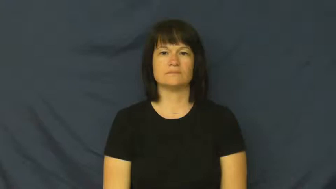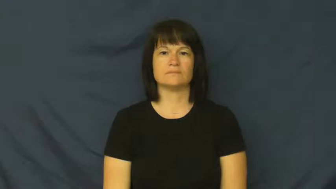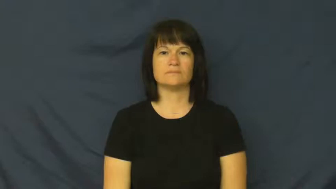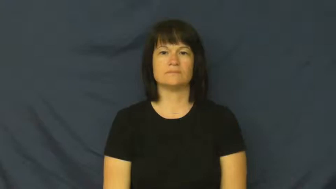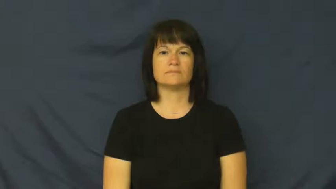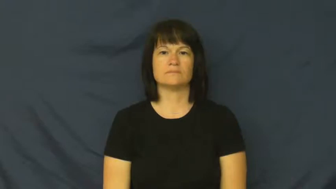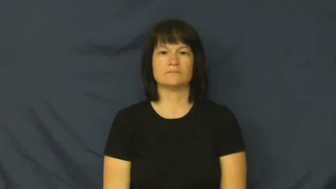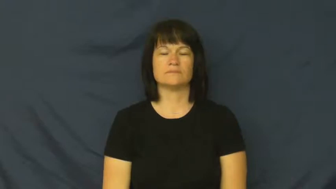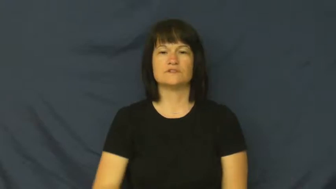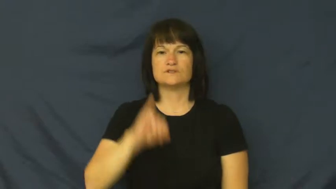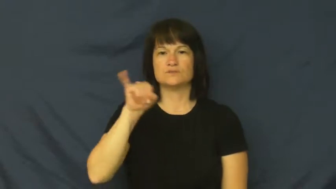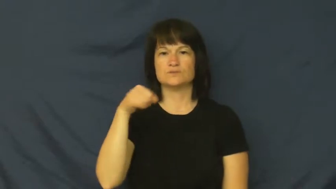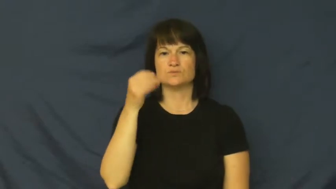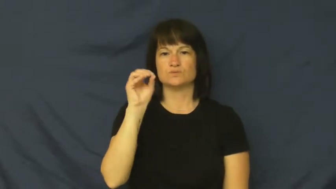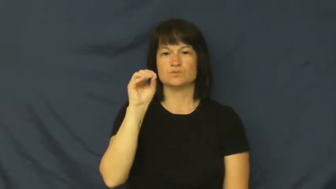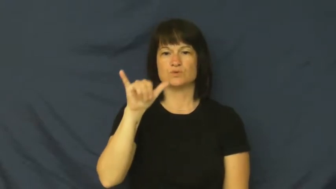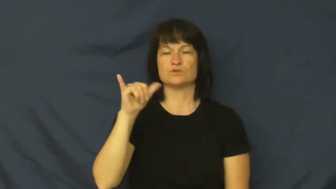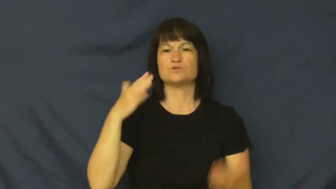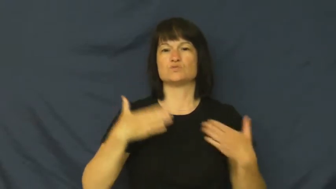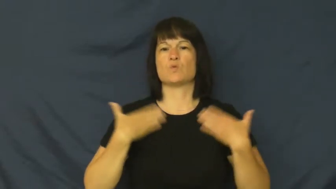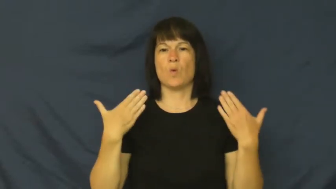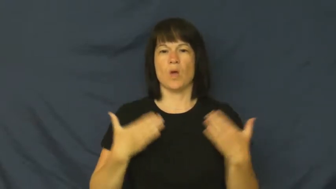joy